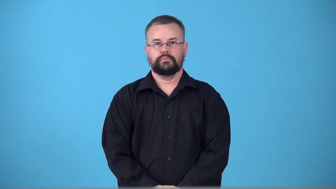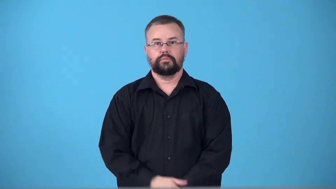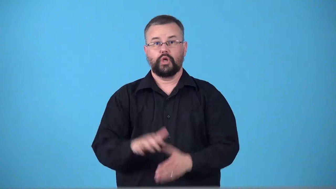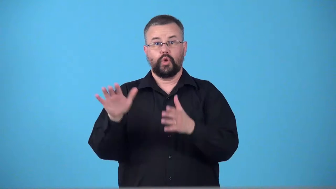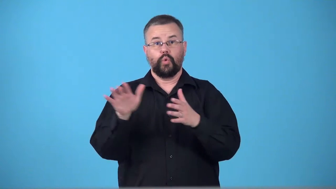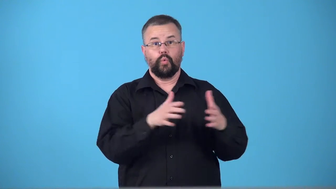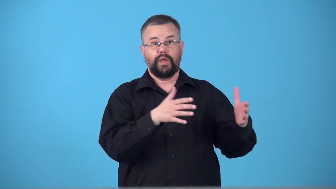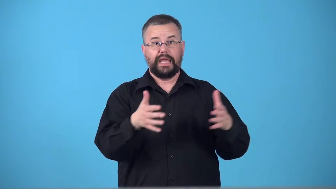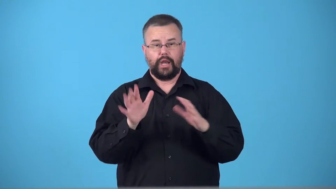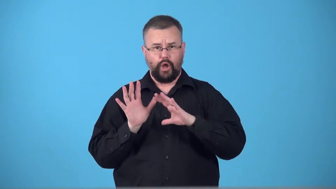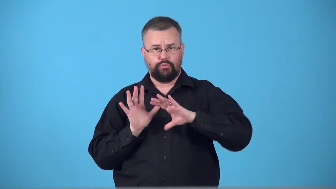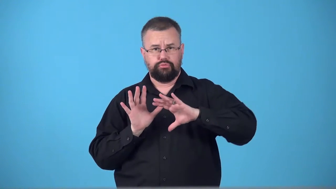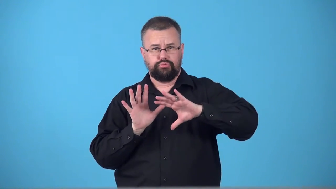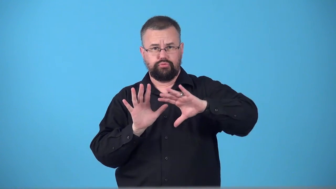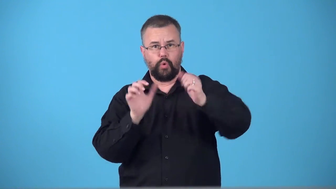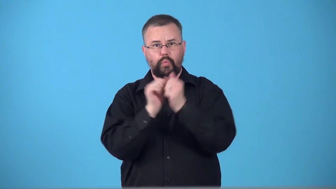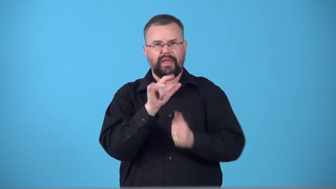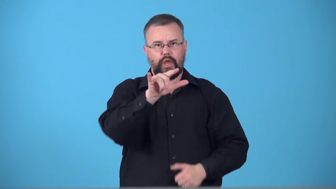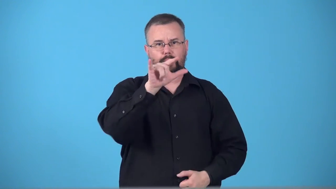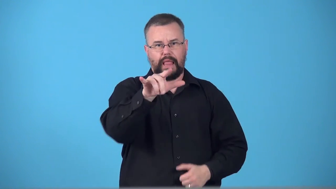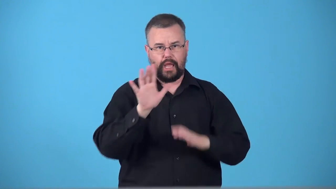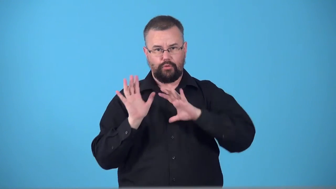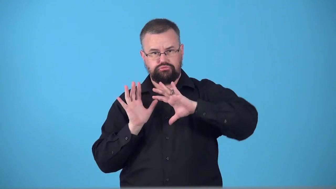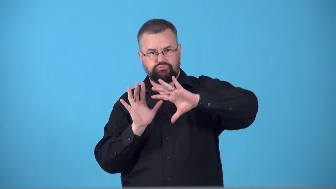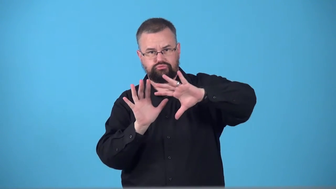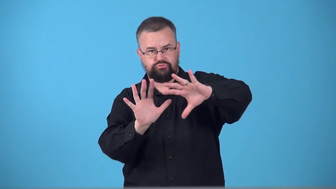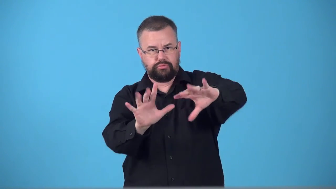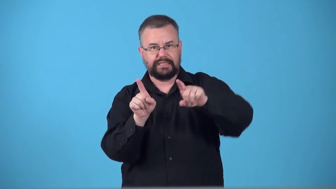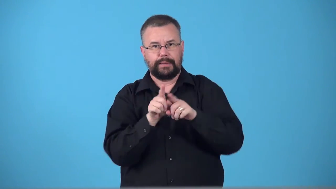tailwind